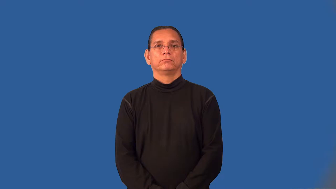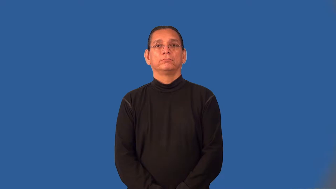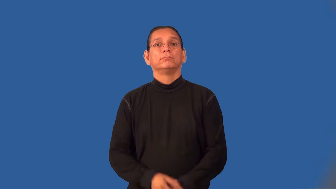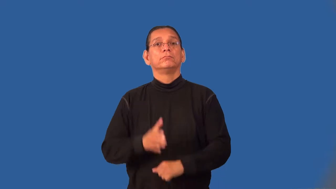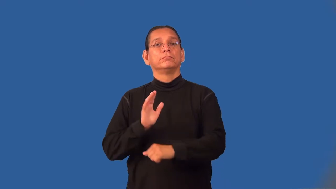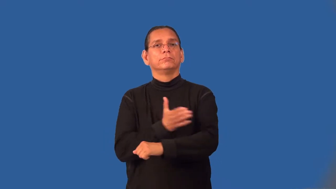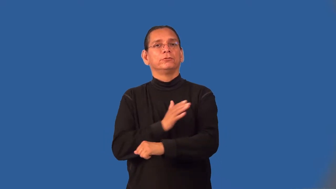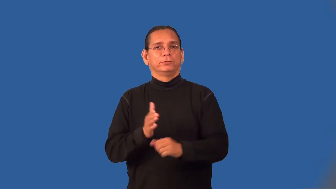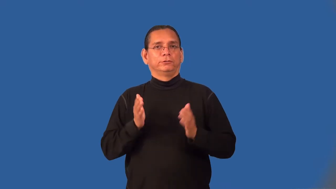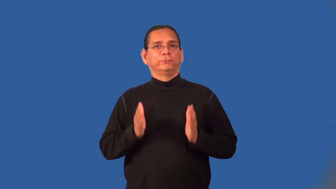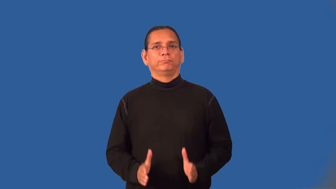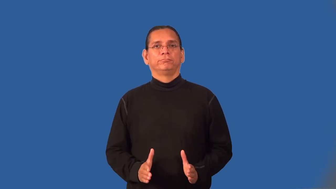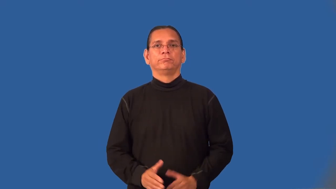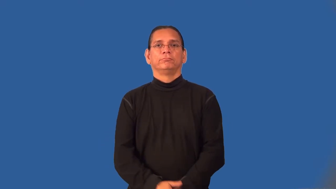instrumentalist-music